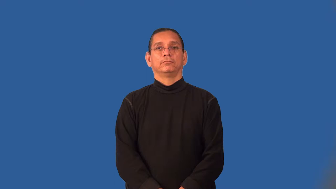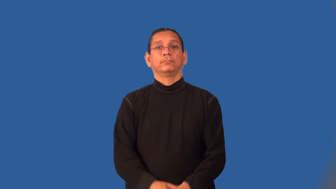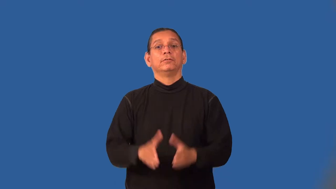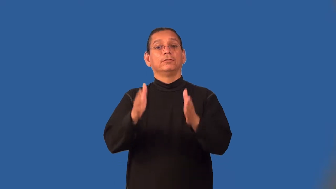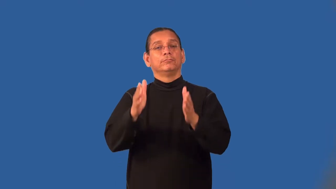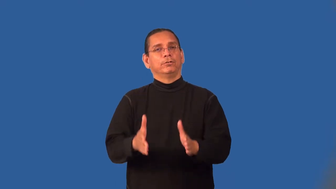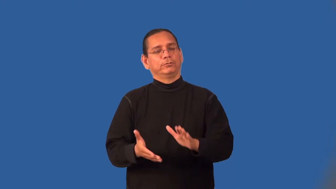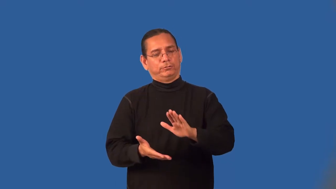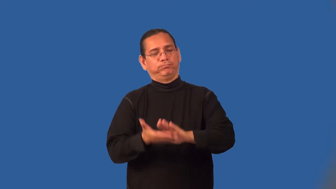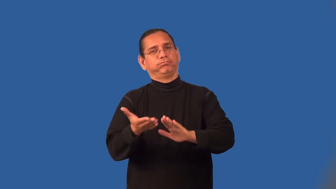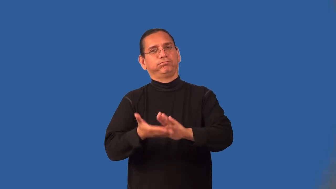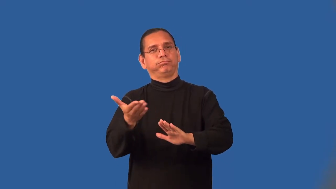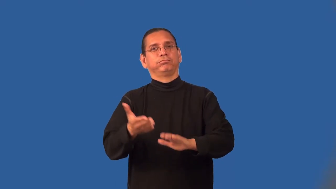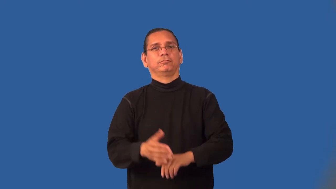man-verb